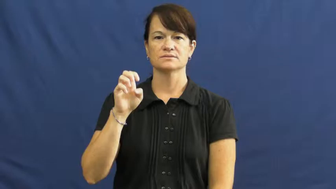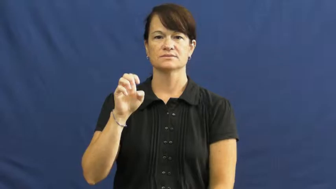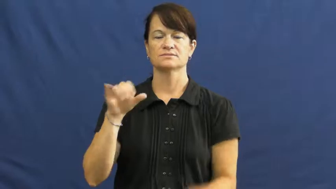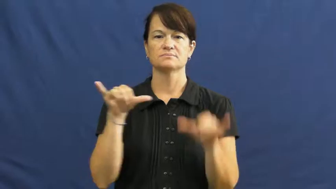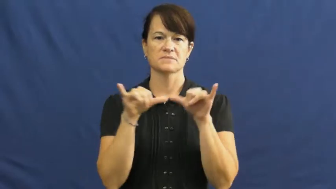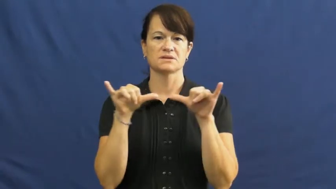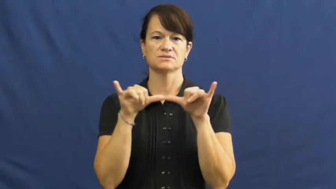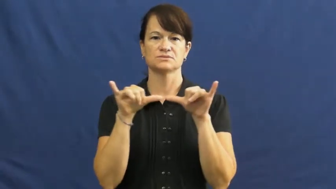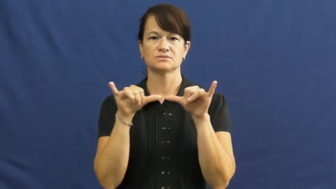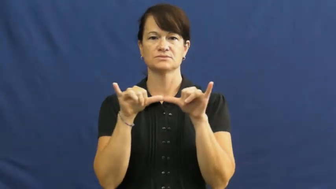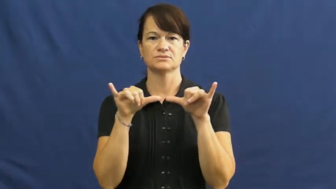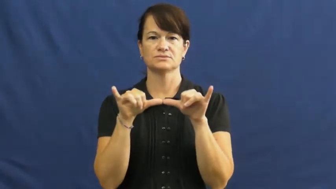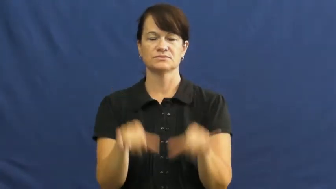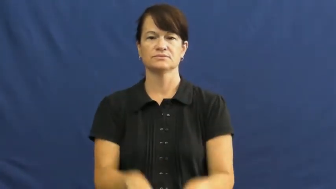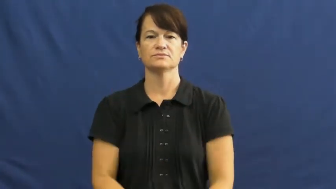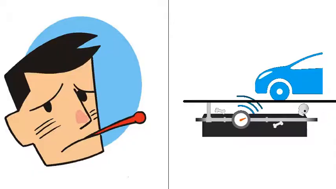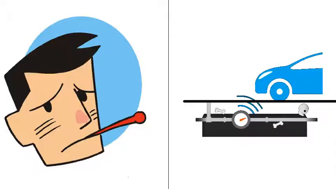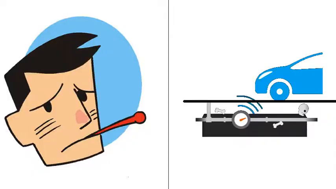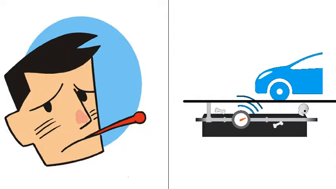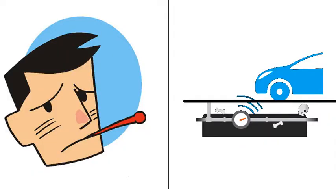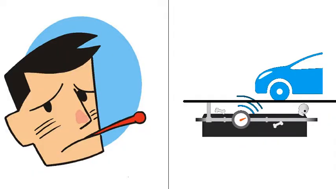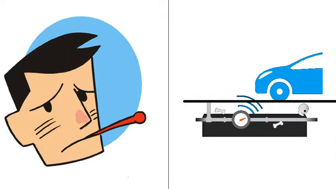take,index,meter,quantify,reading-measure